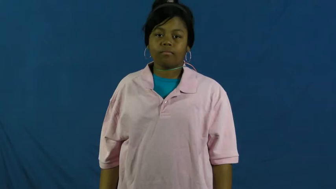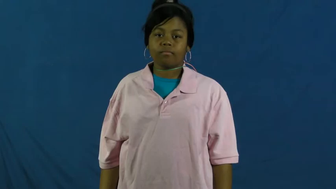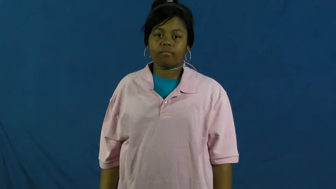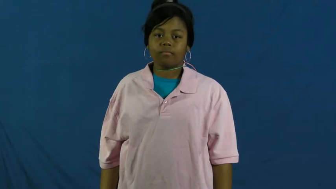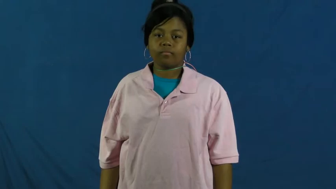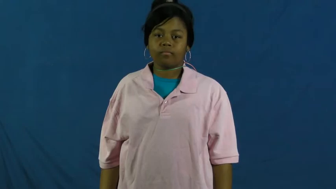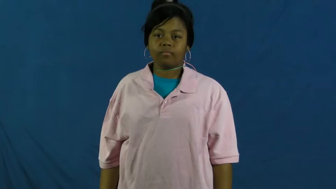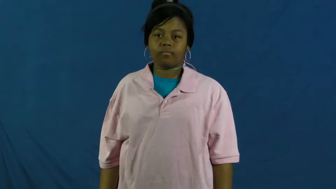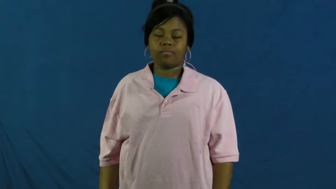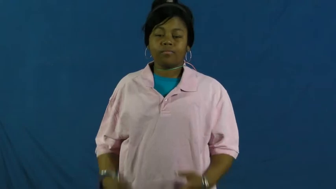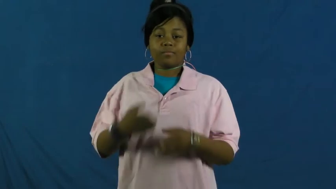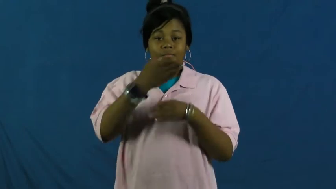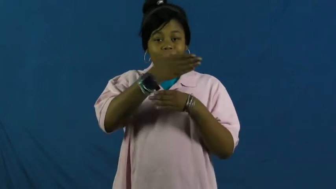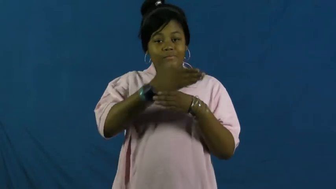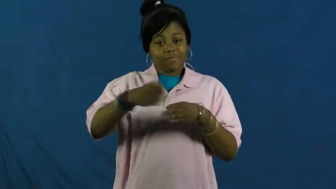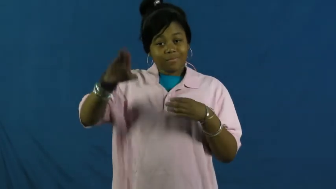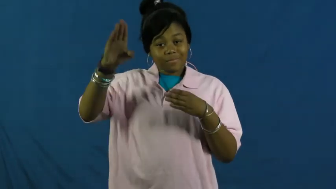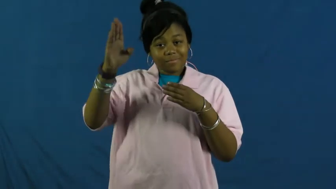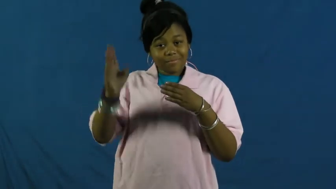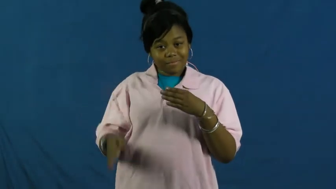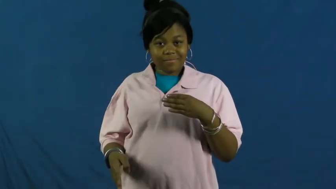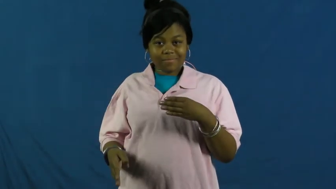end in-result in